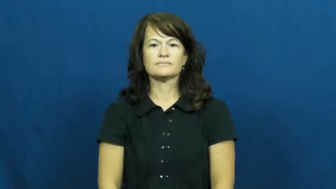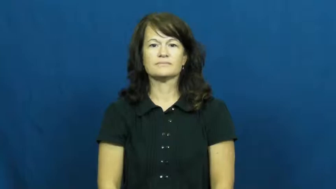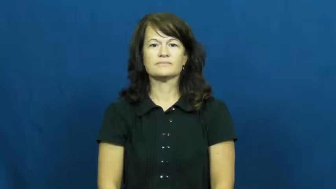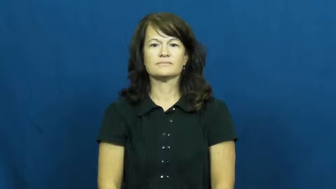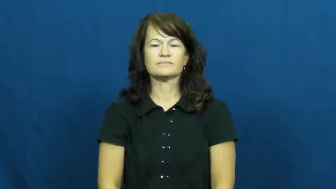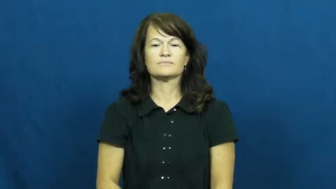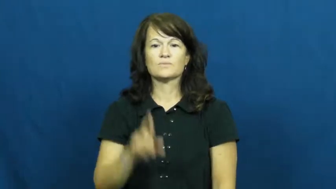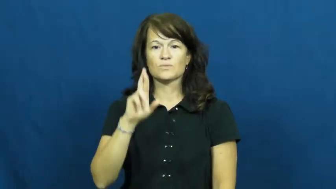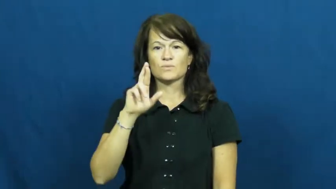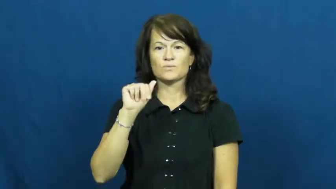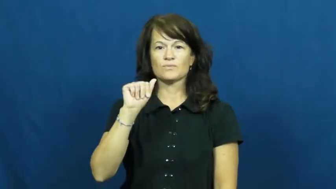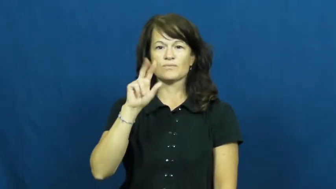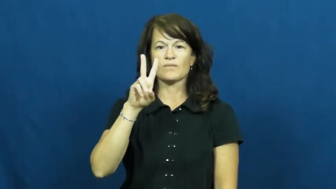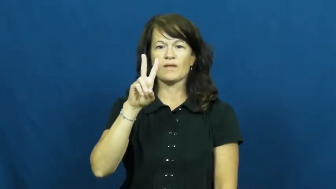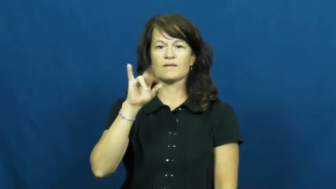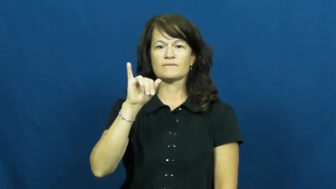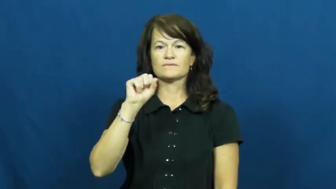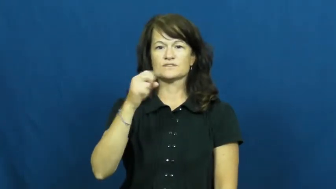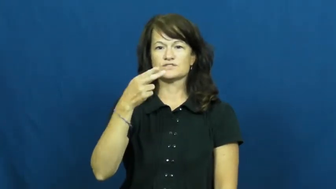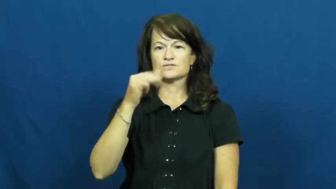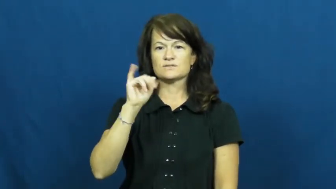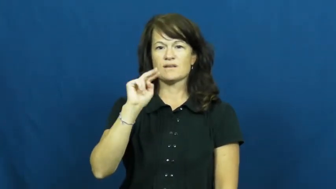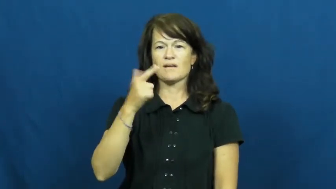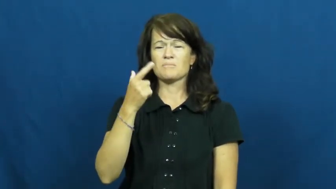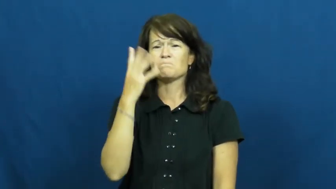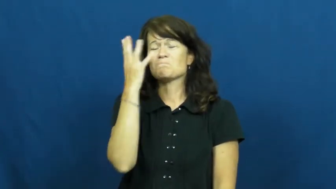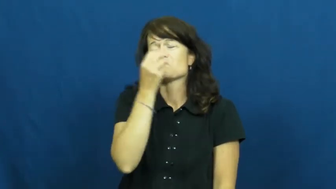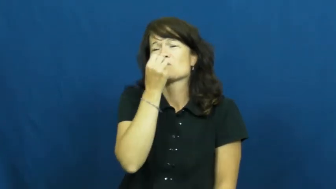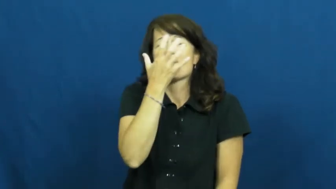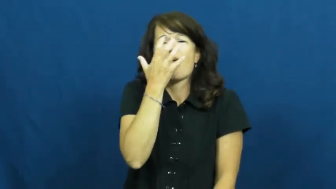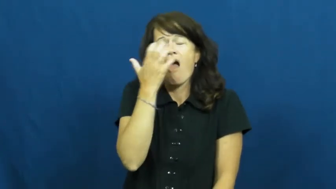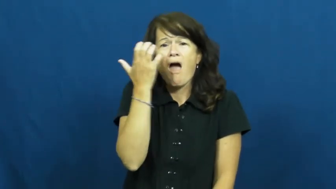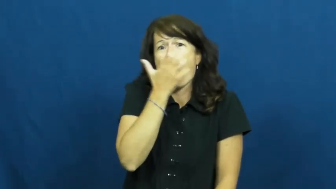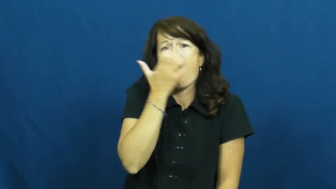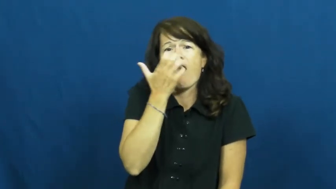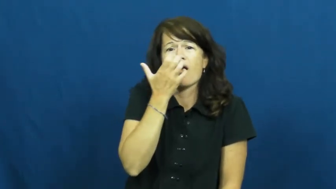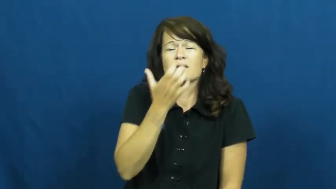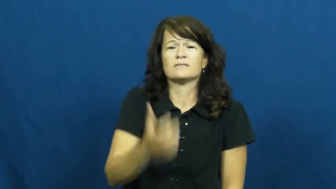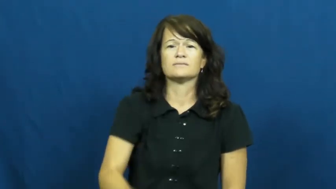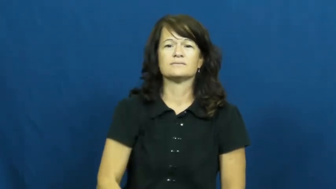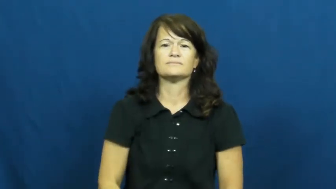ravishing